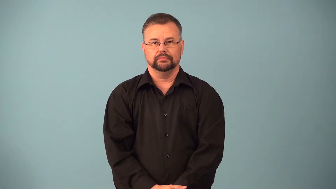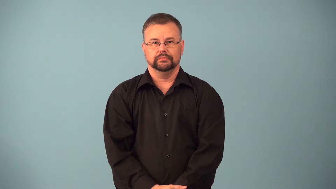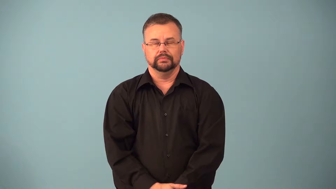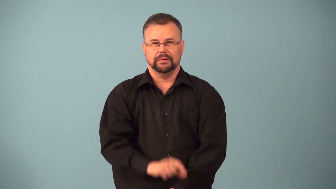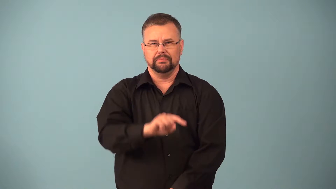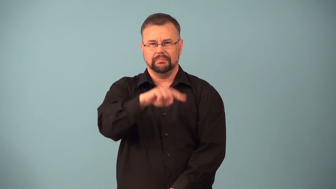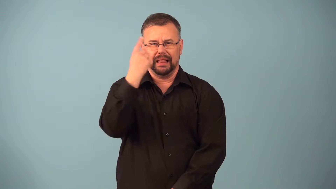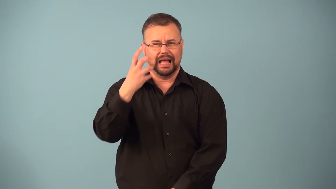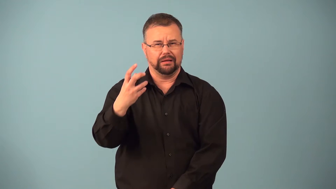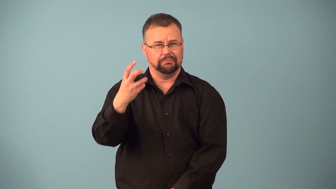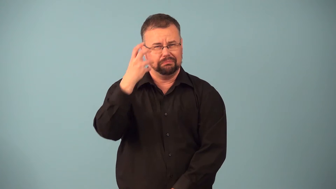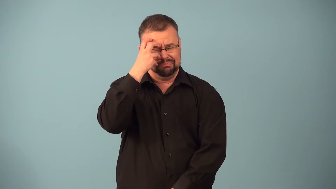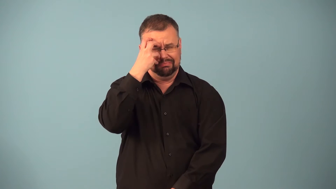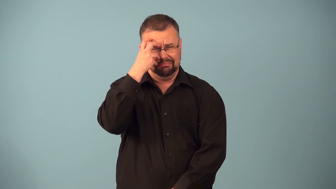blackeye,shiner